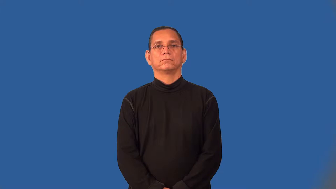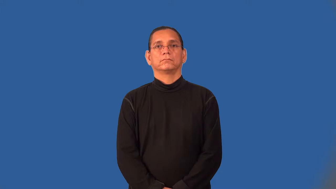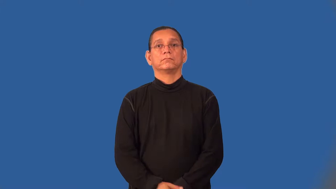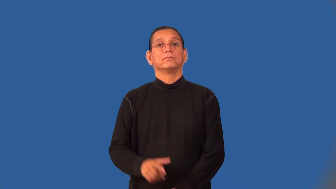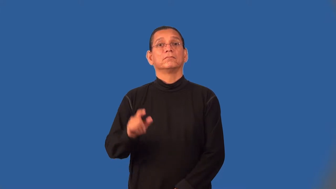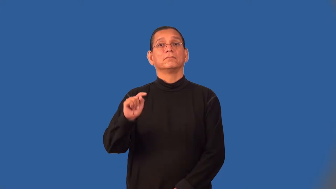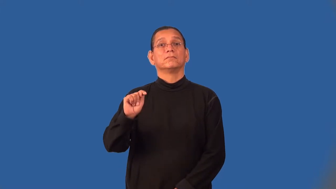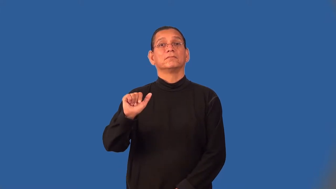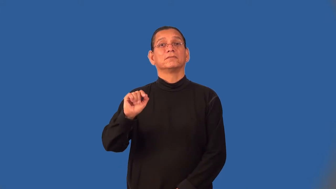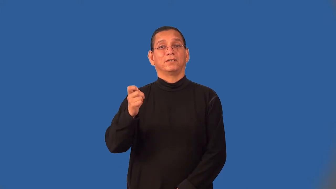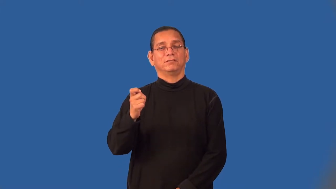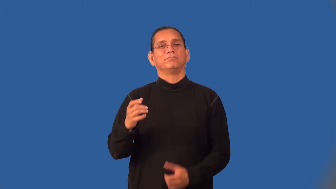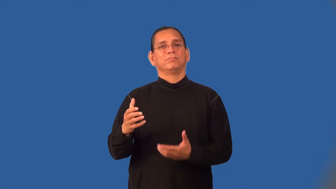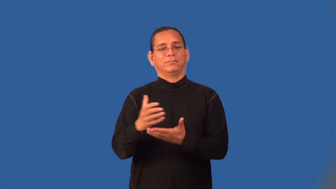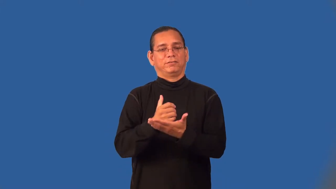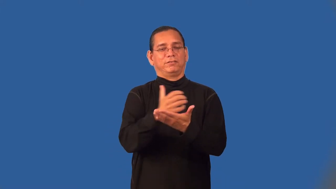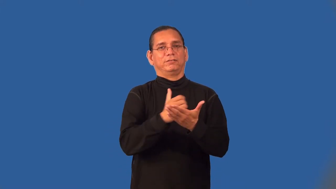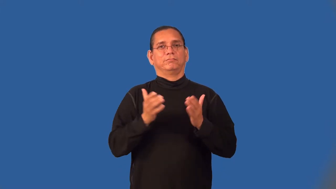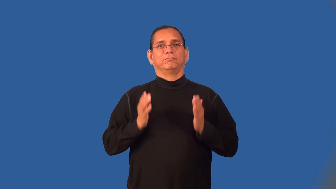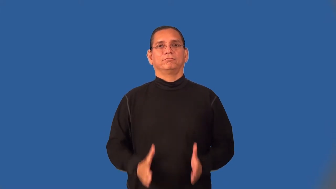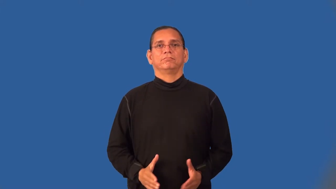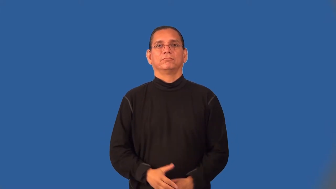taxman